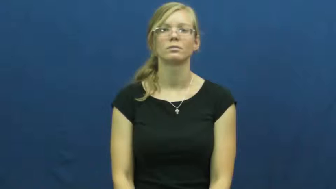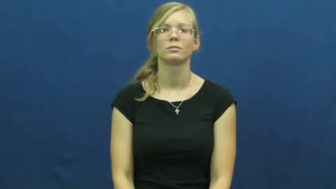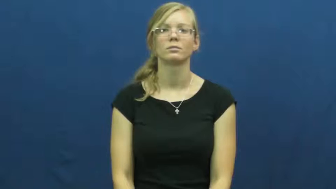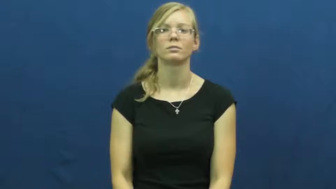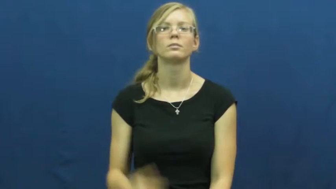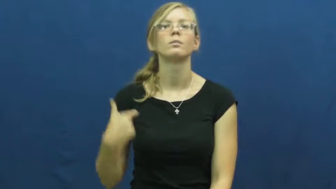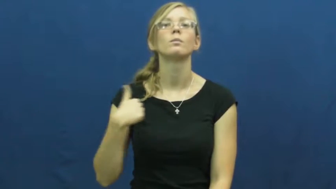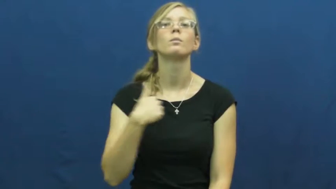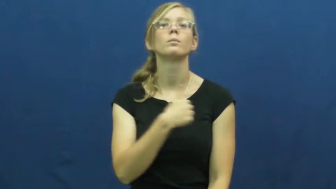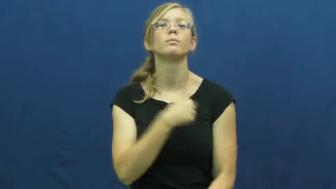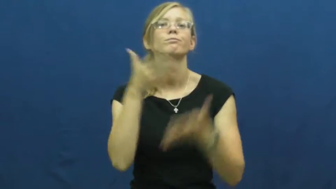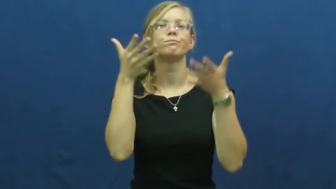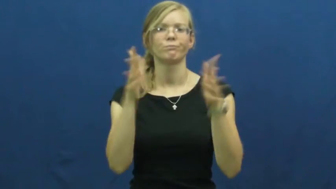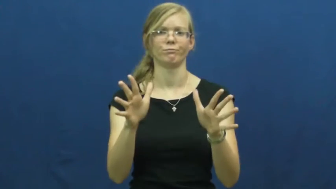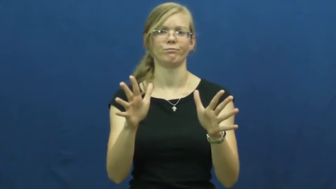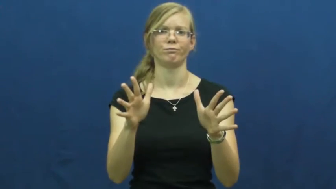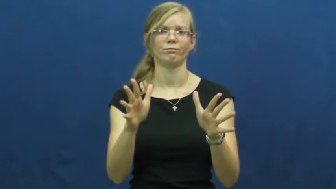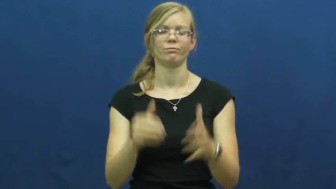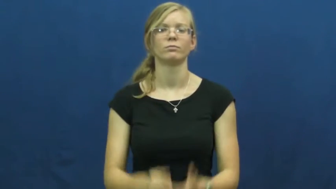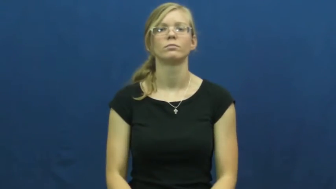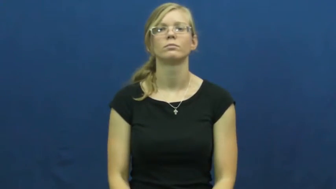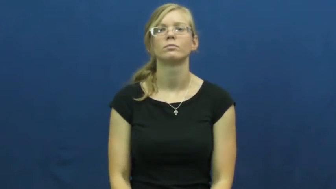we've